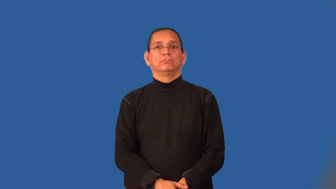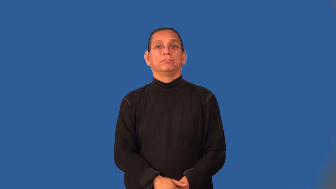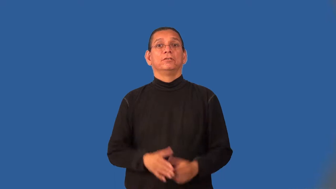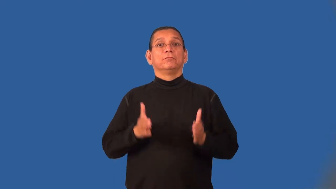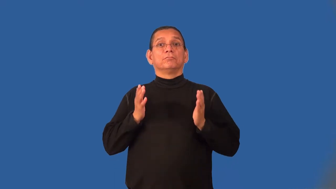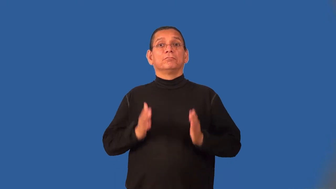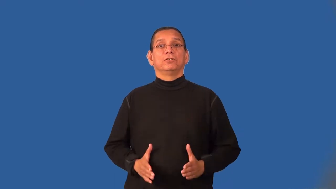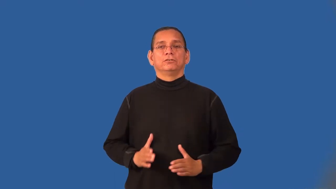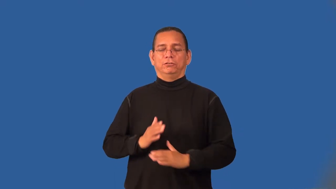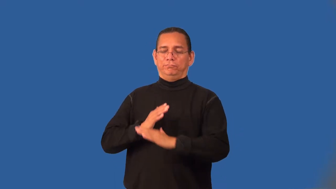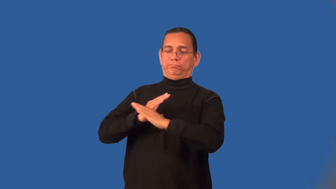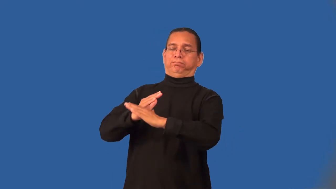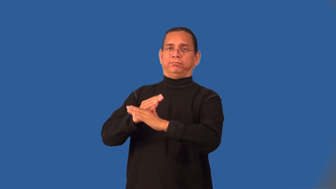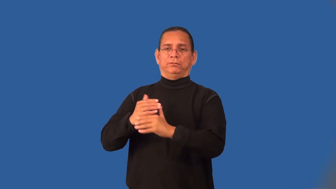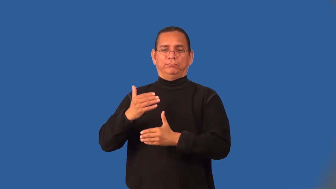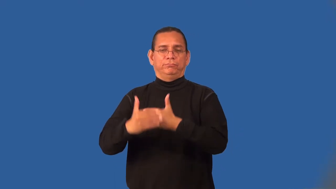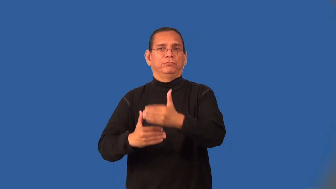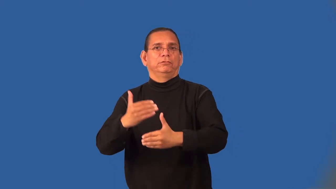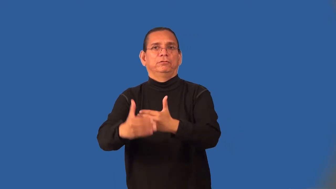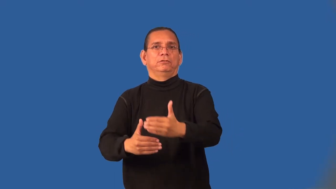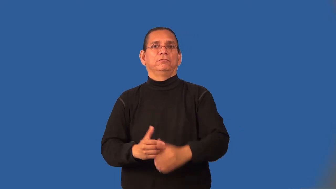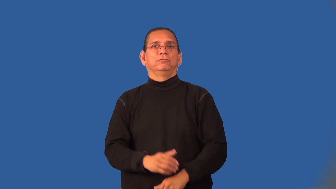obstructionist